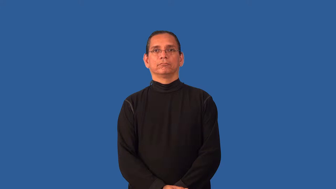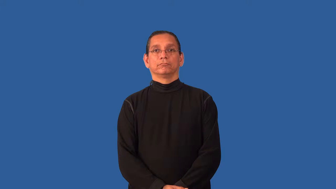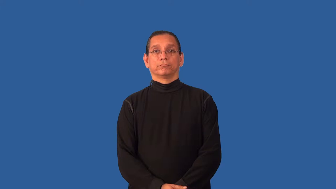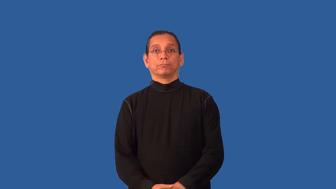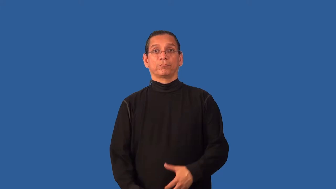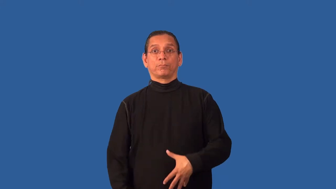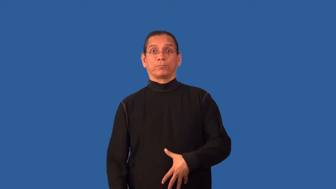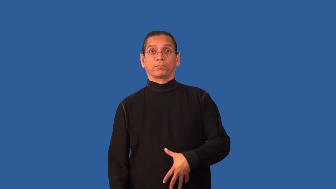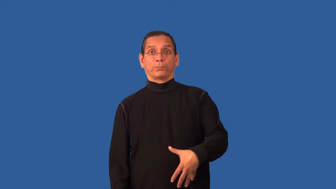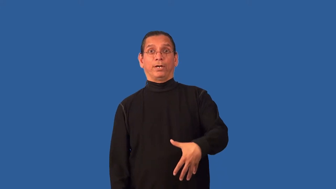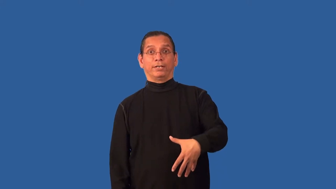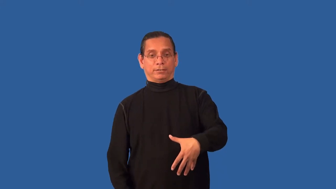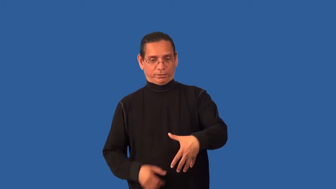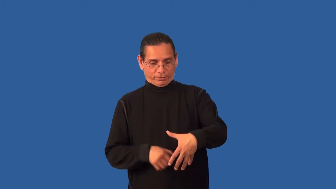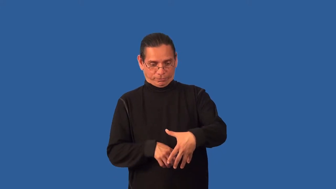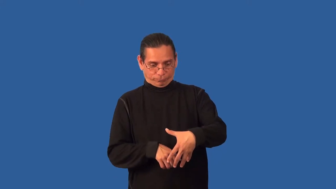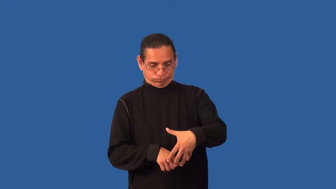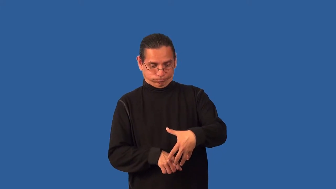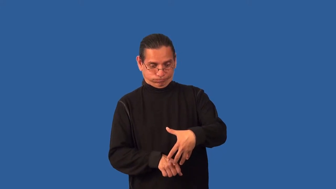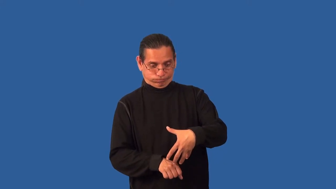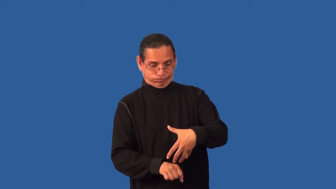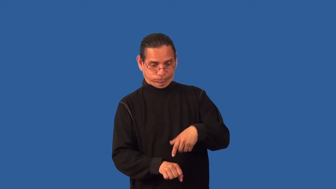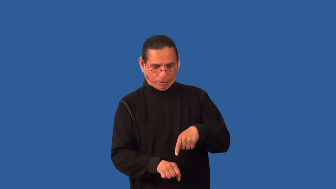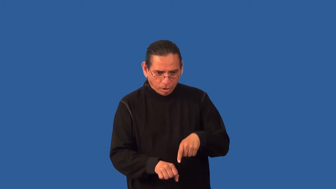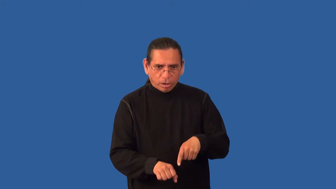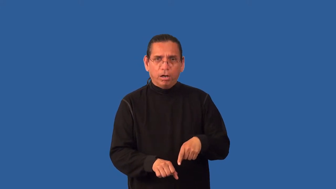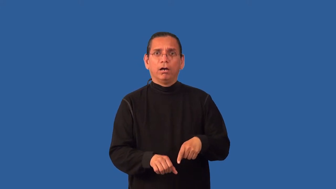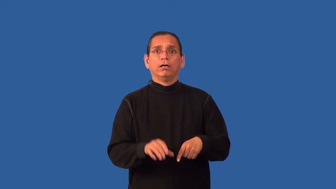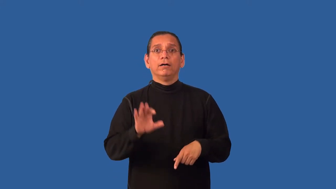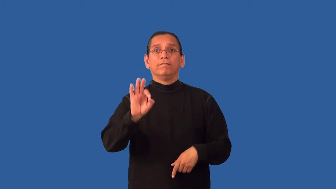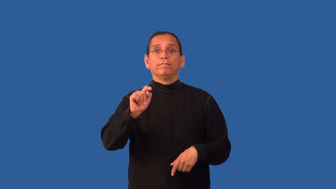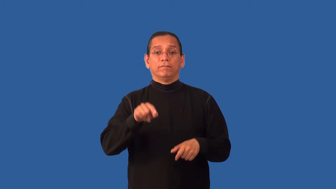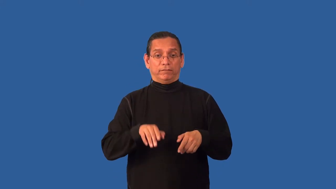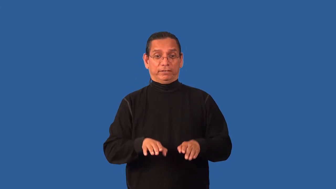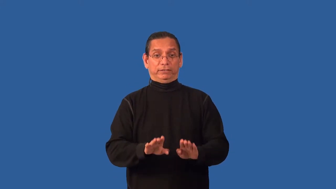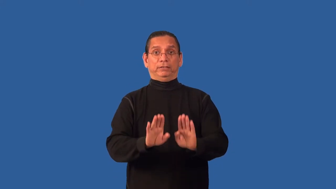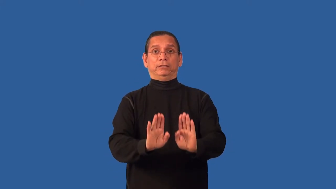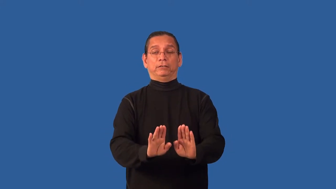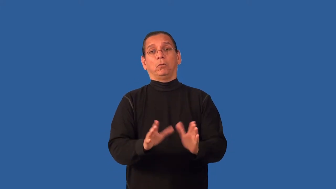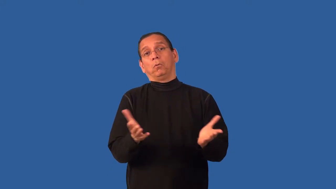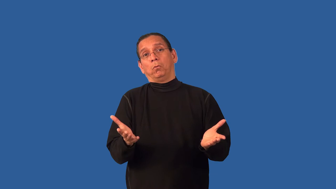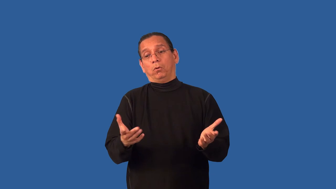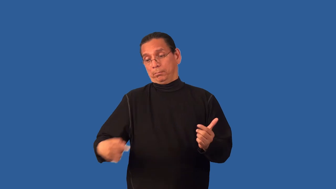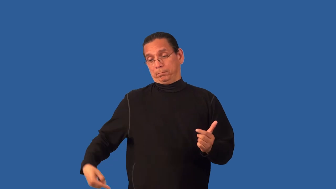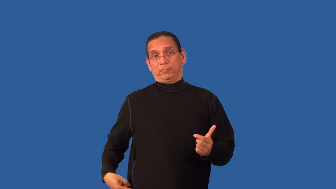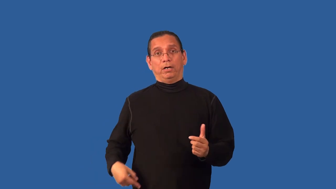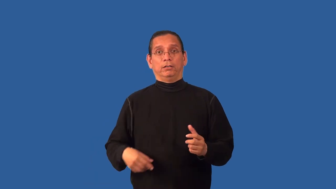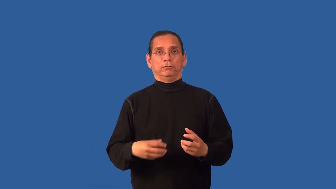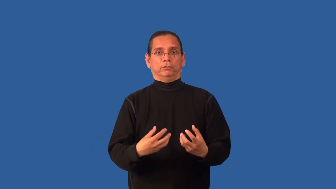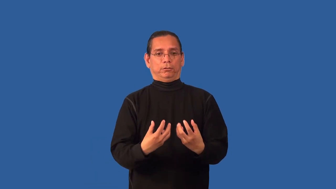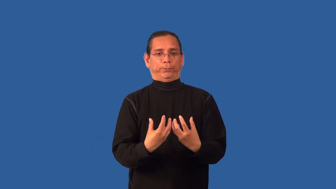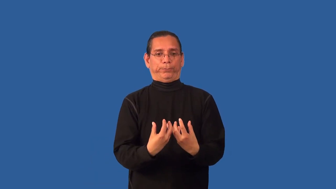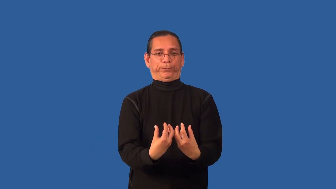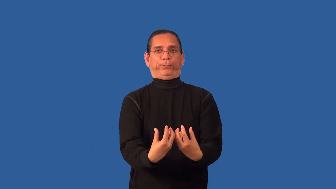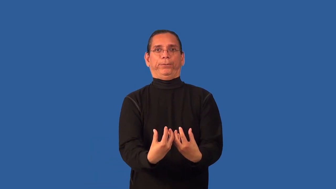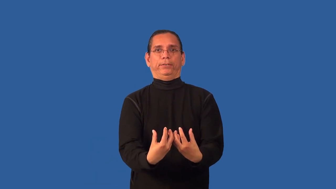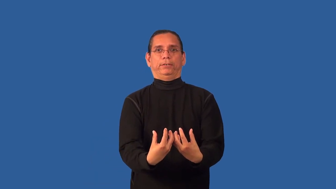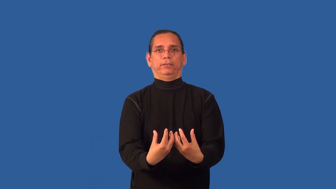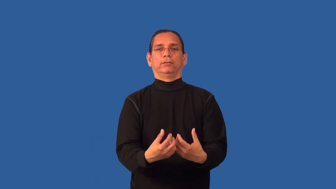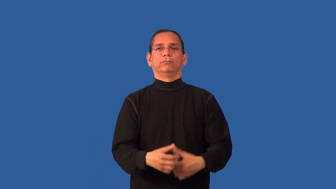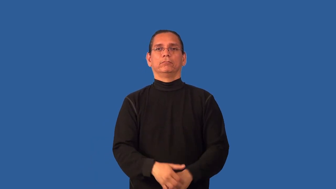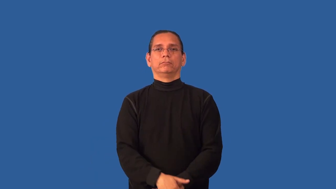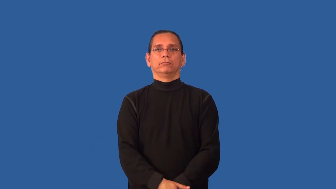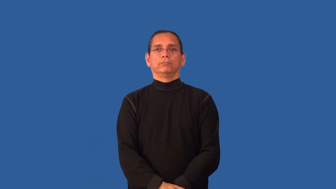breech-birth